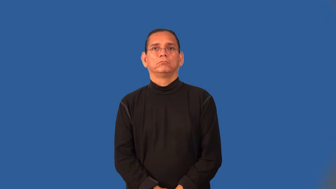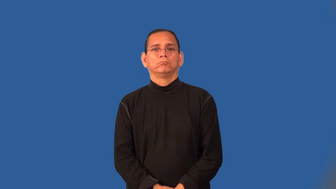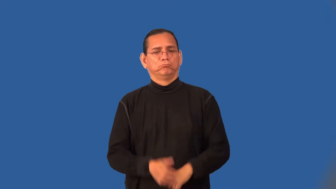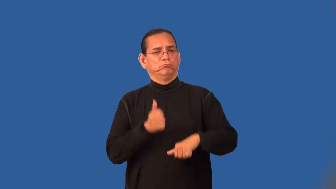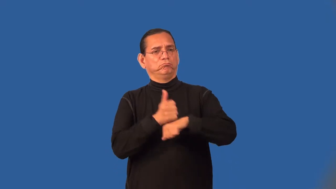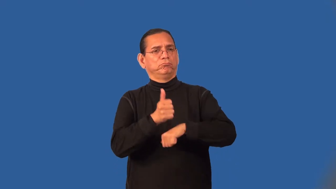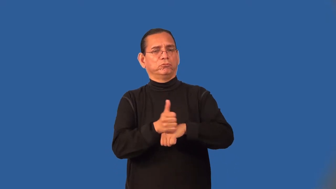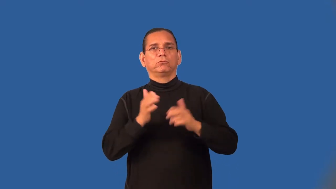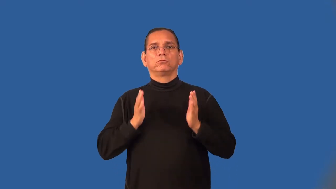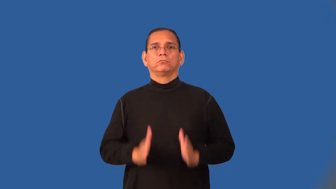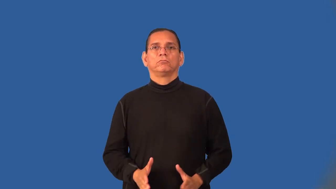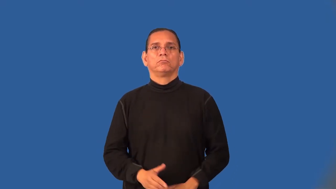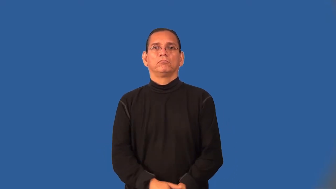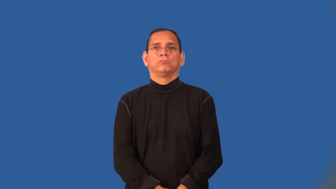accuser